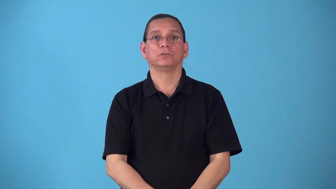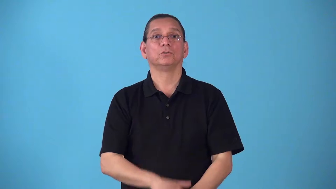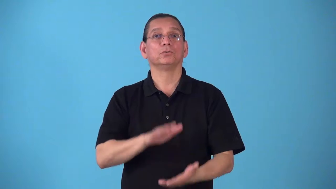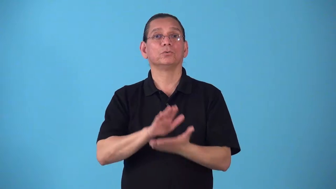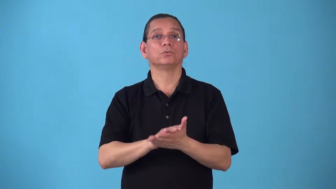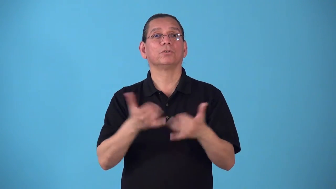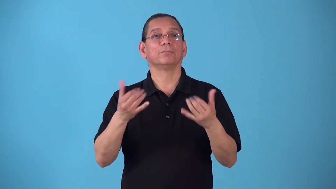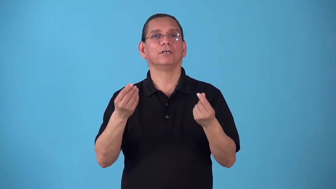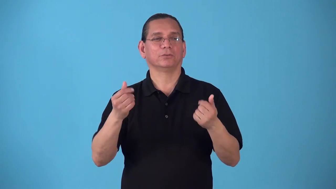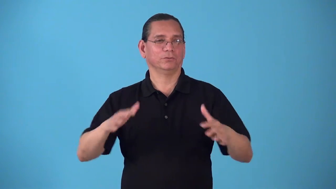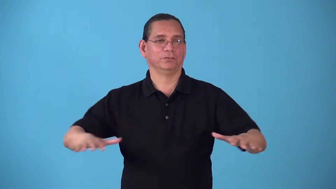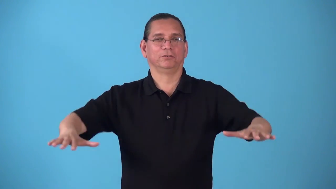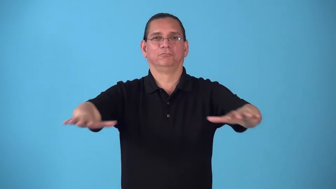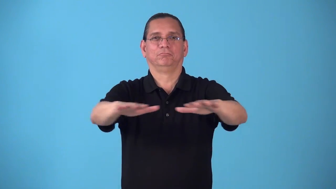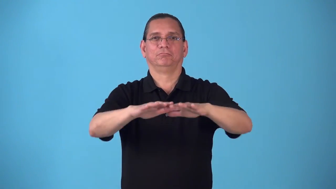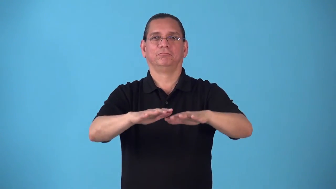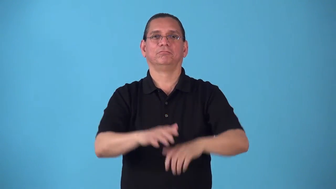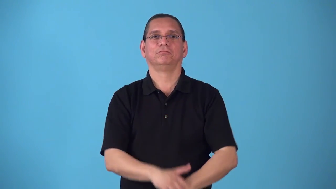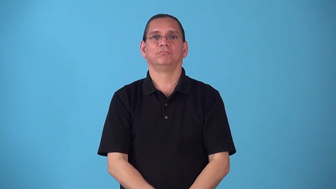schoolyard